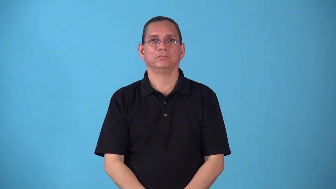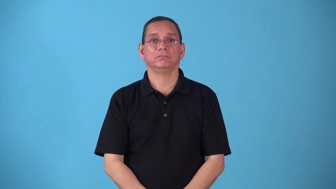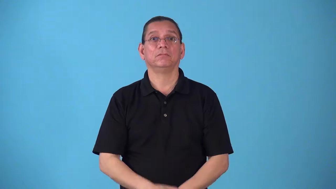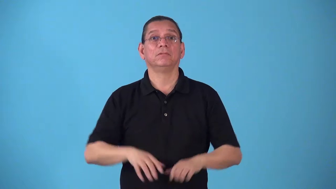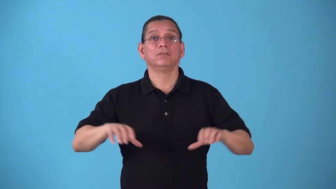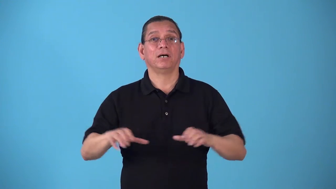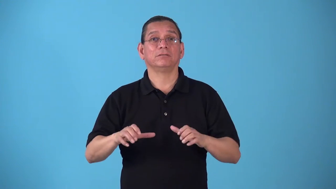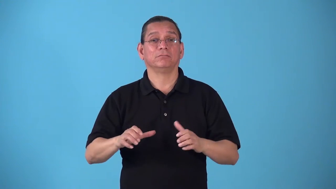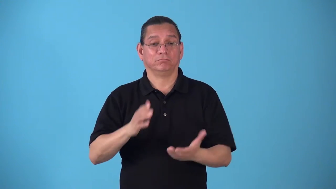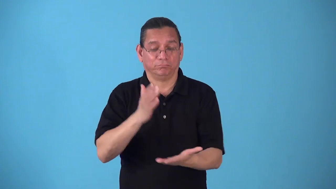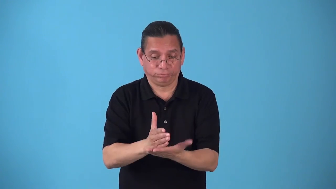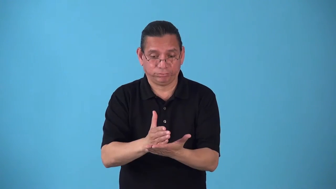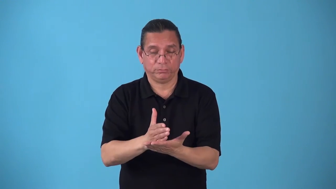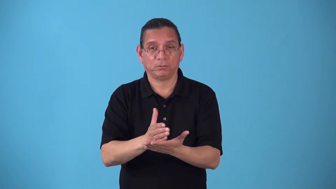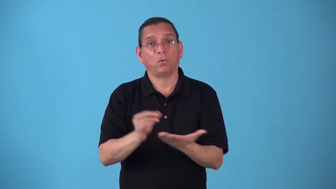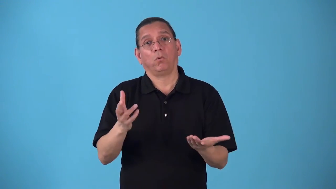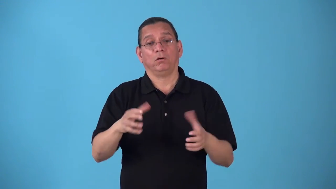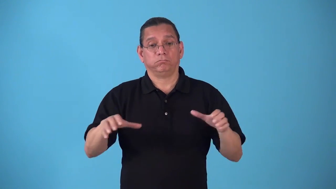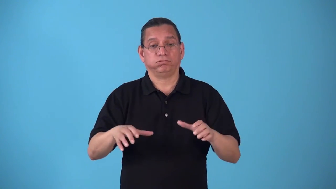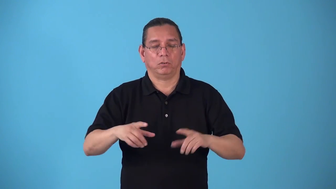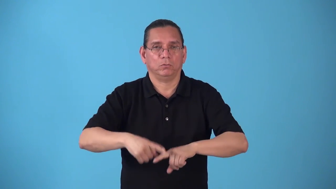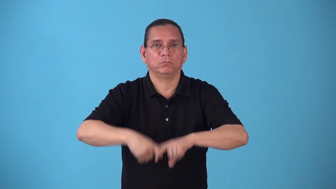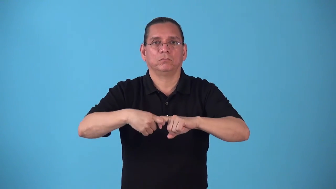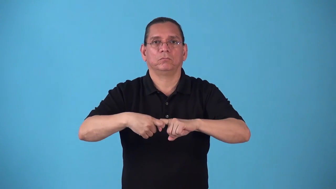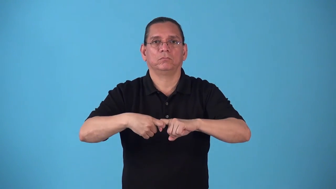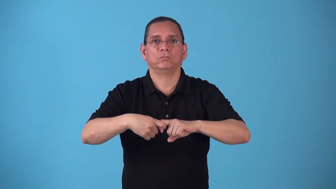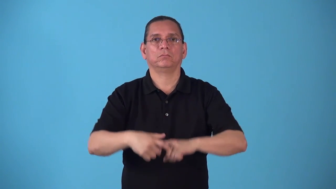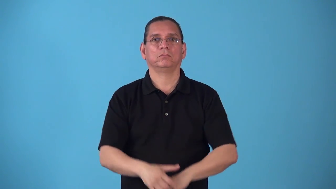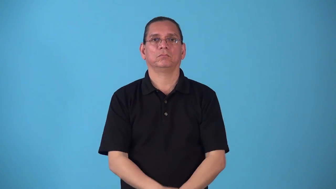standstill